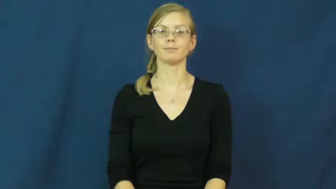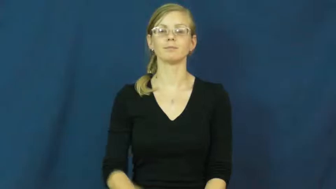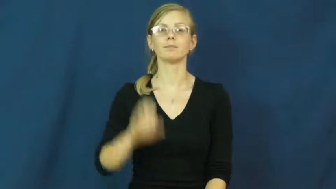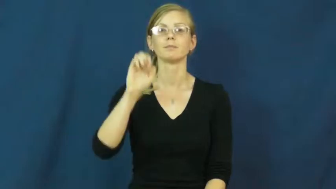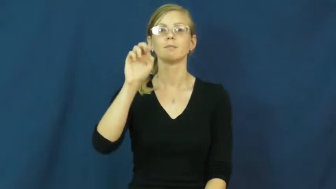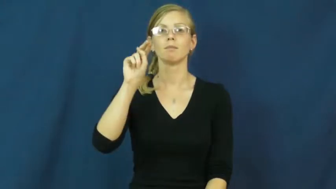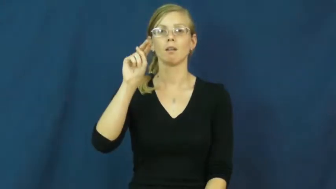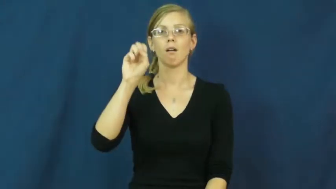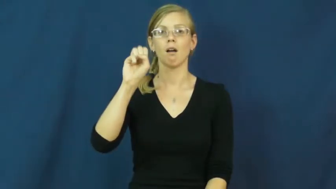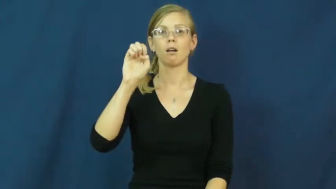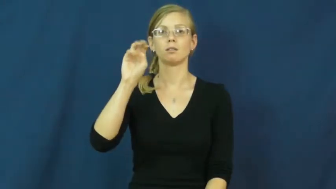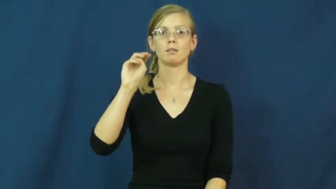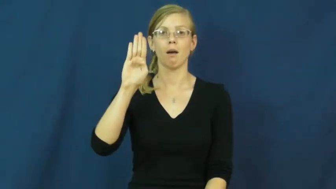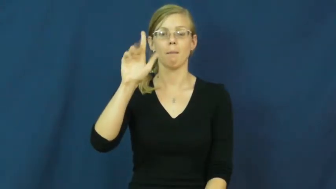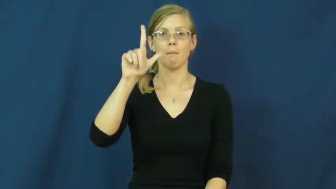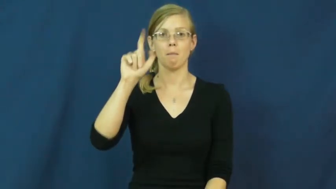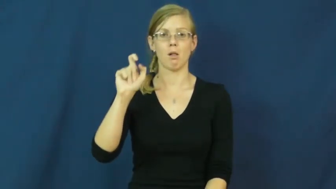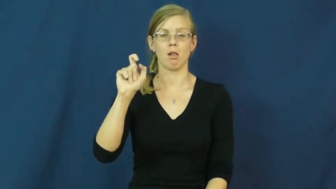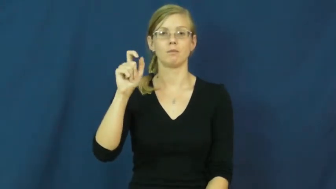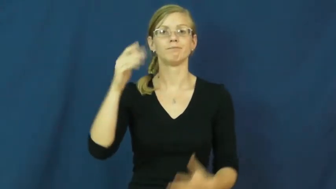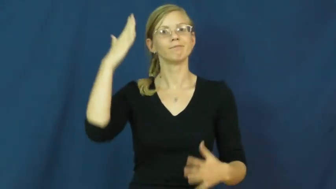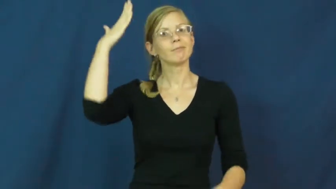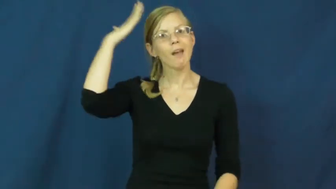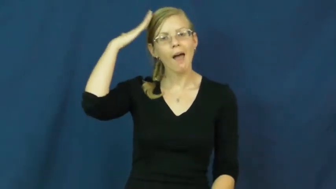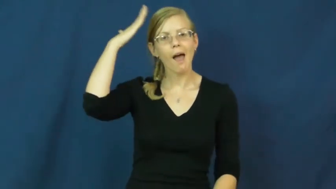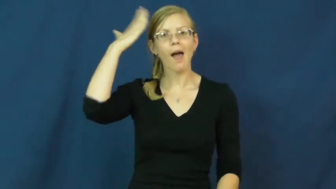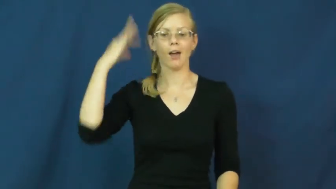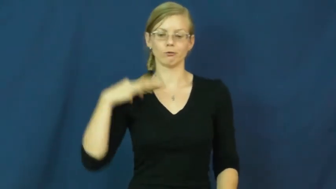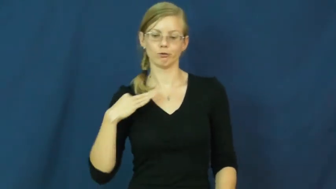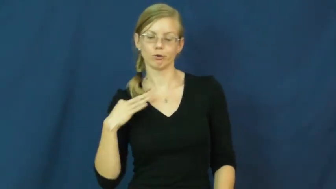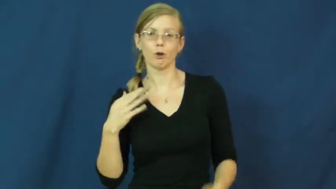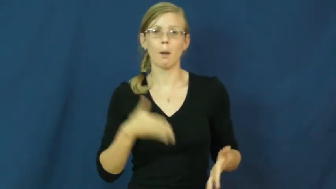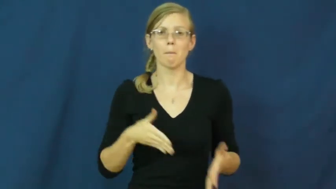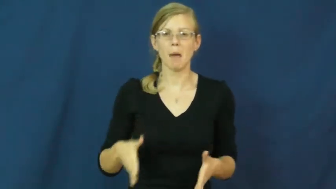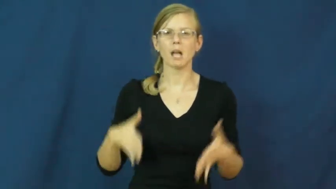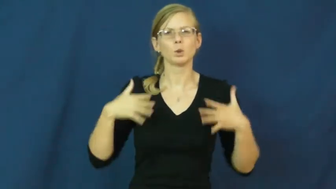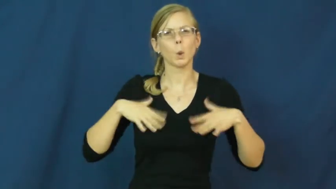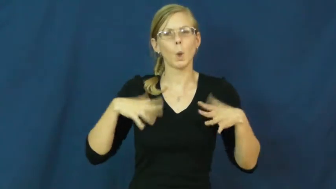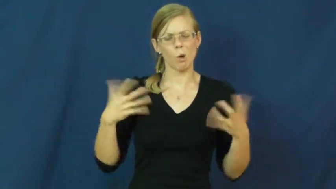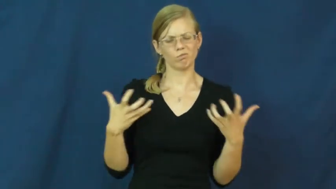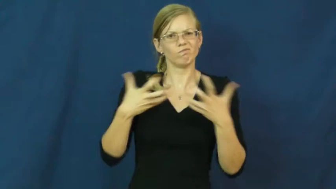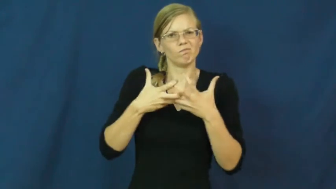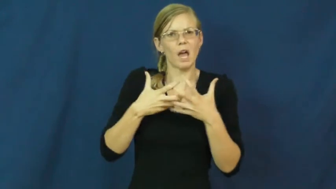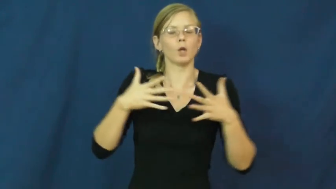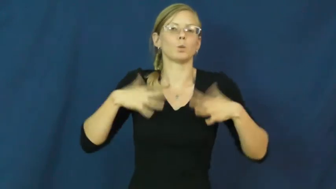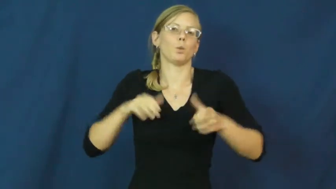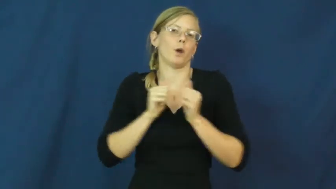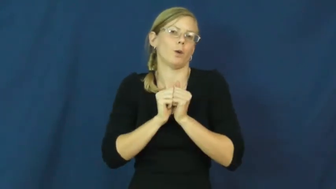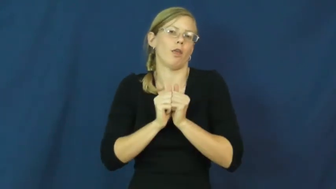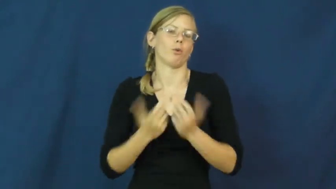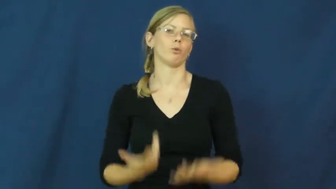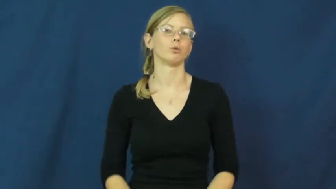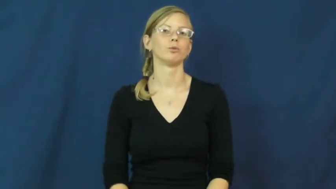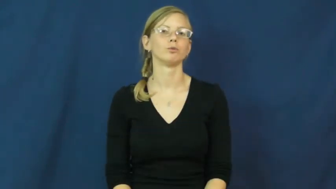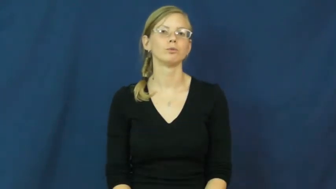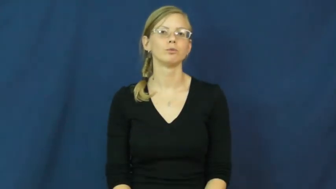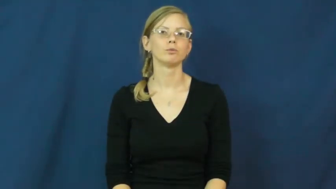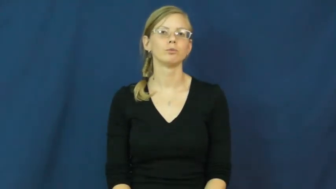ensemble-clothes